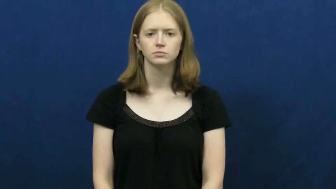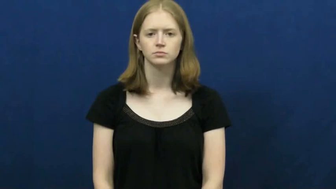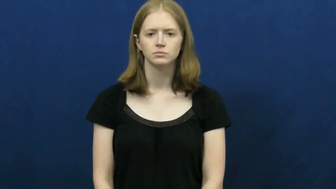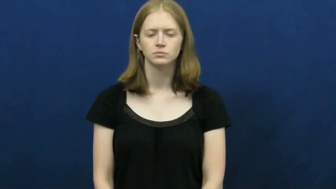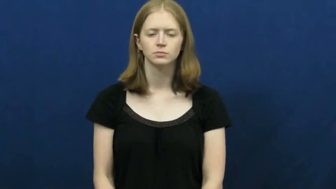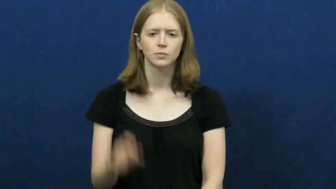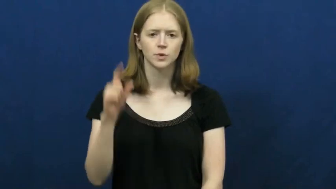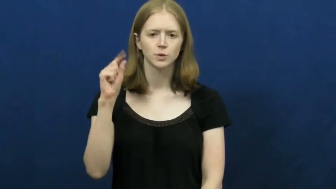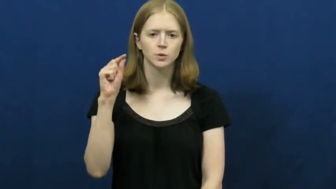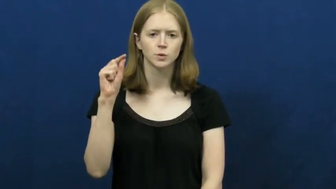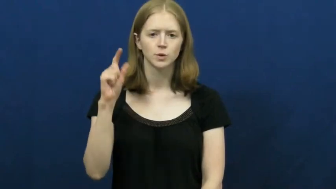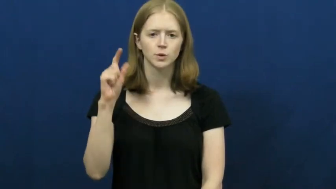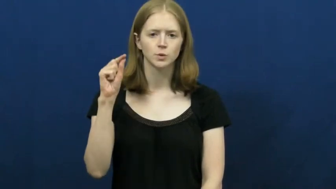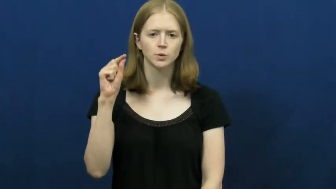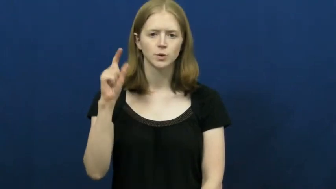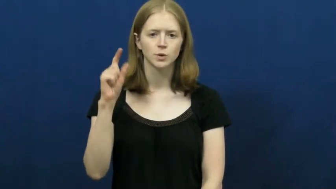eyedropper